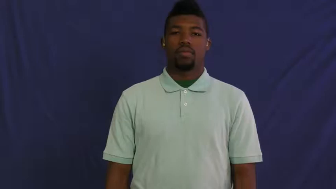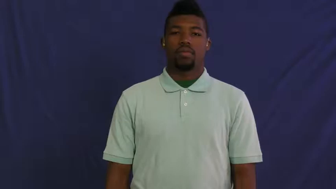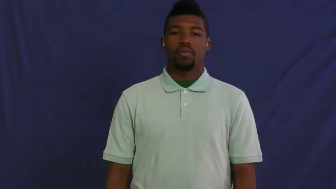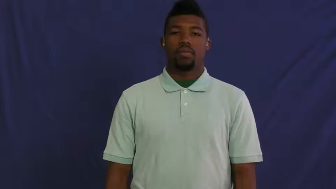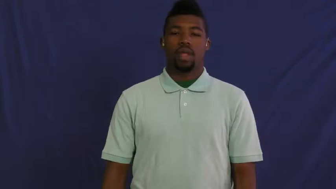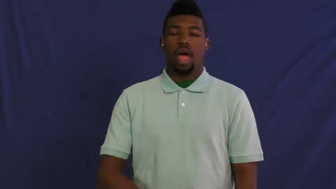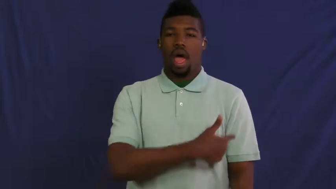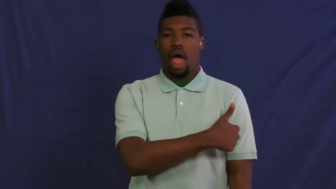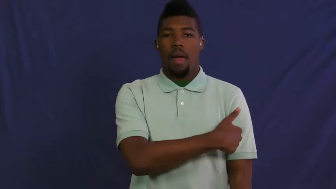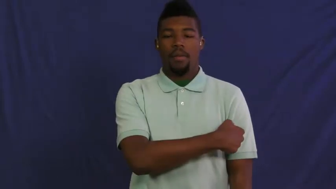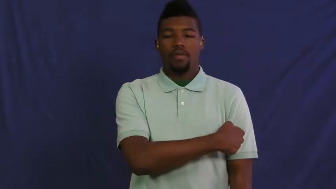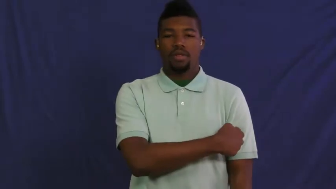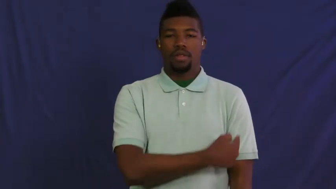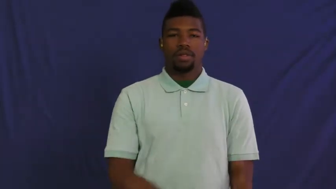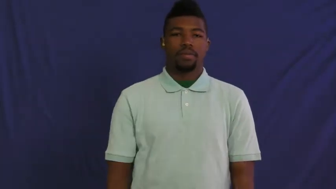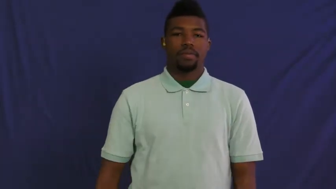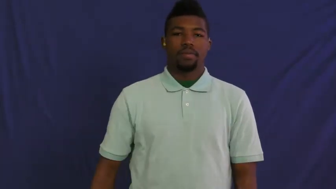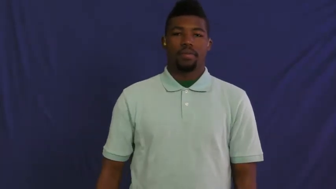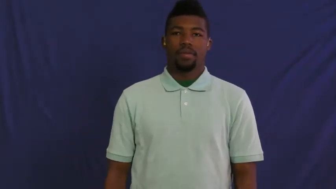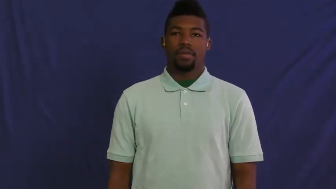hypodermic